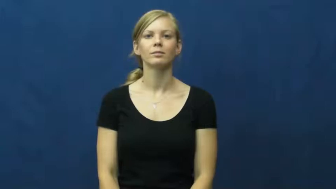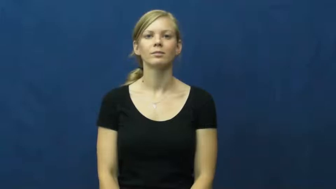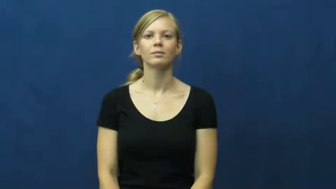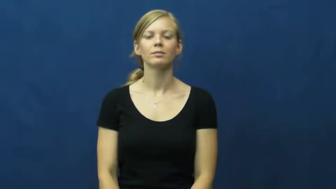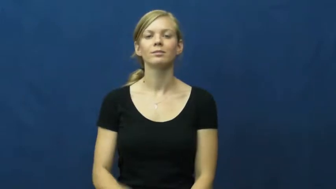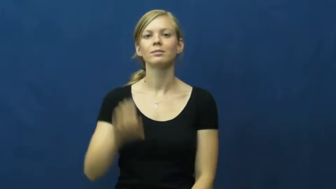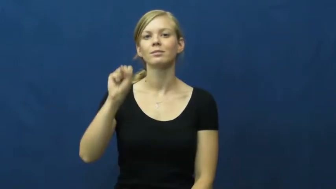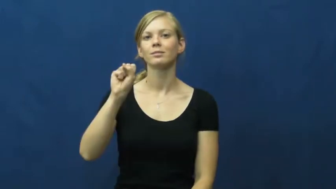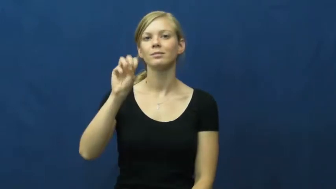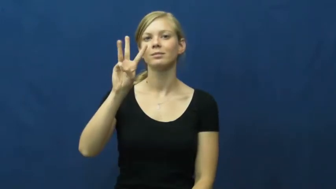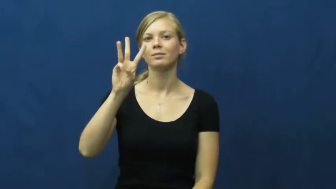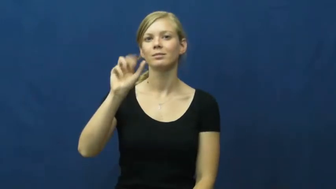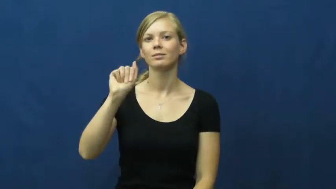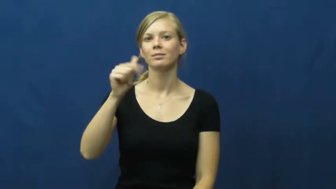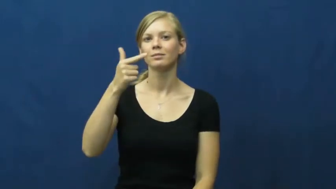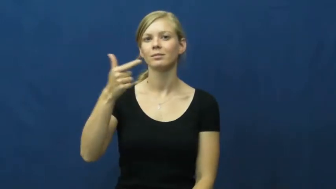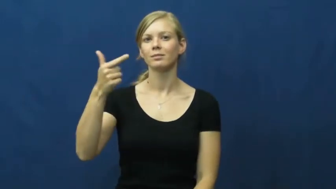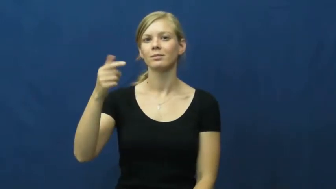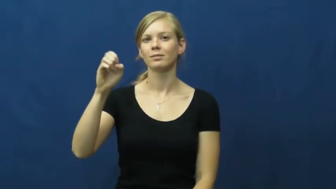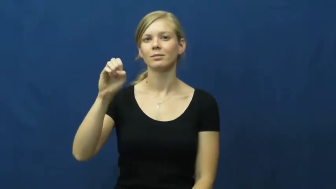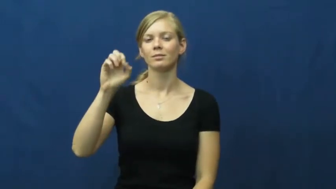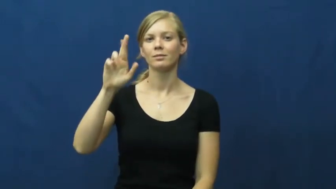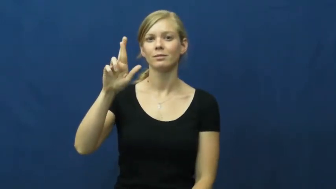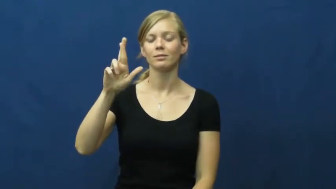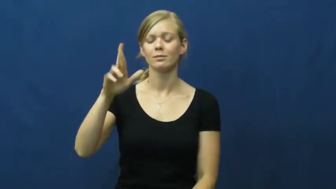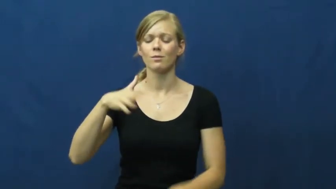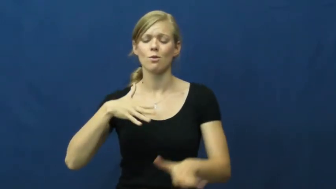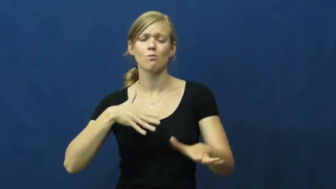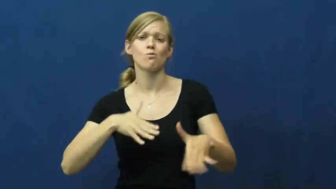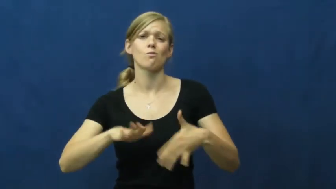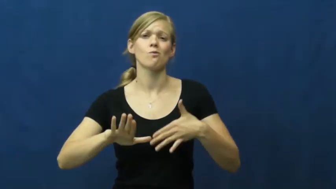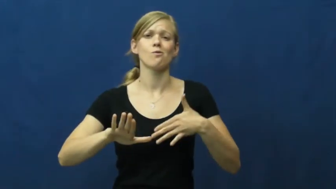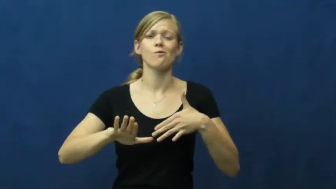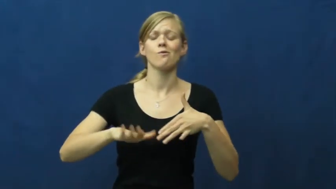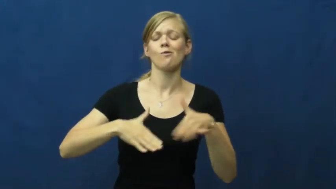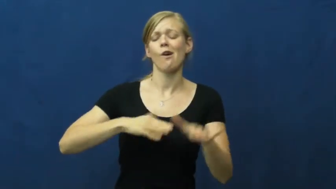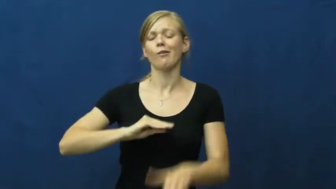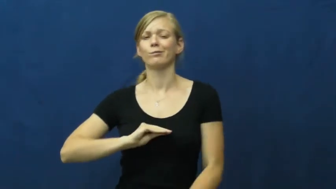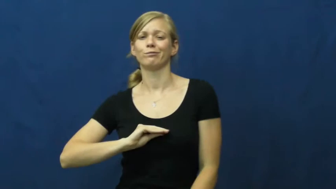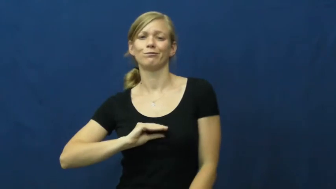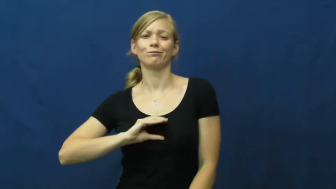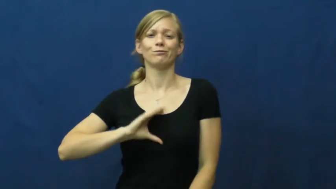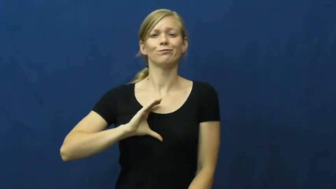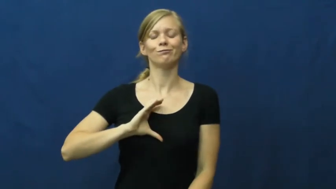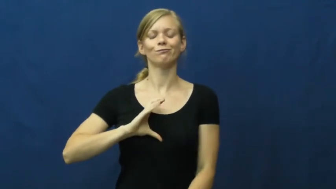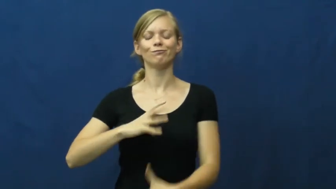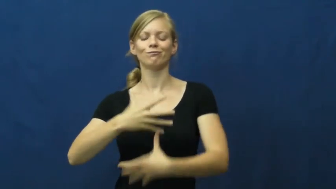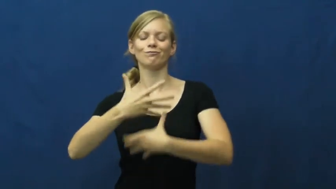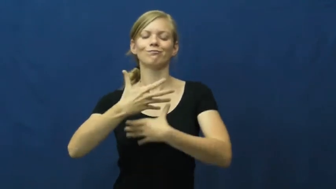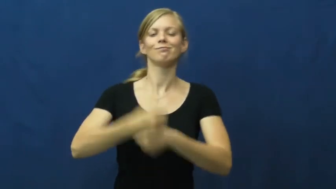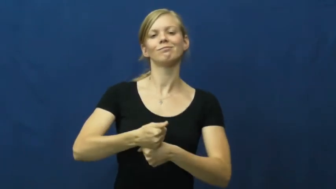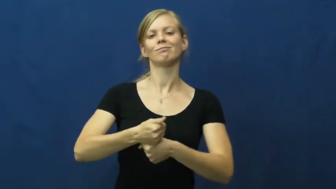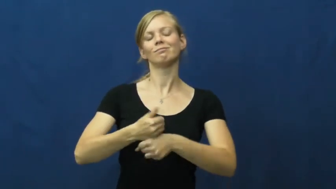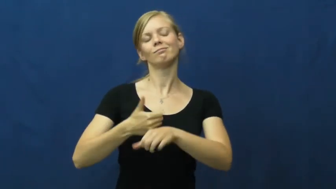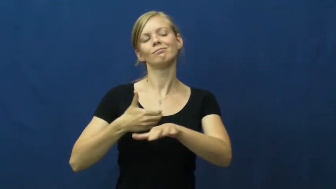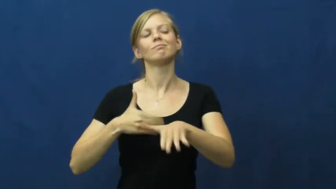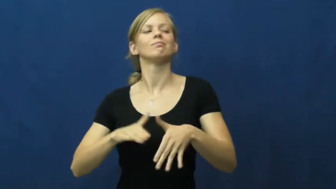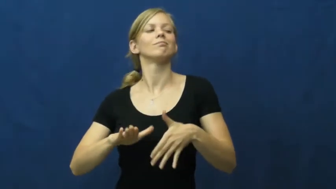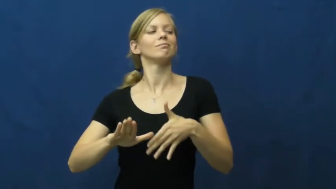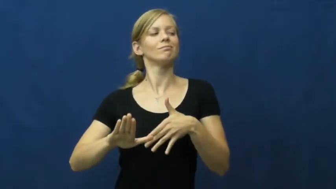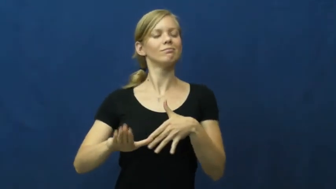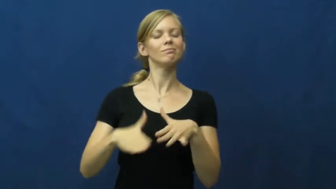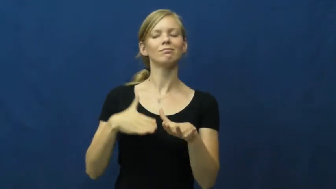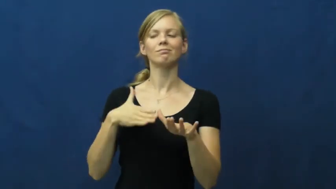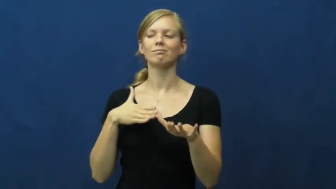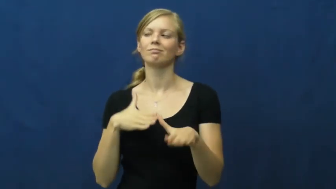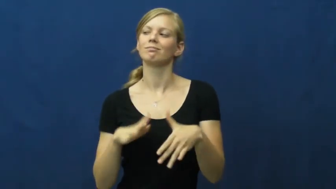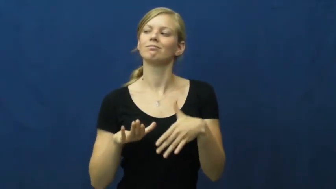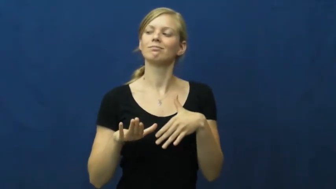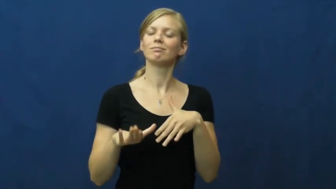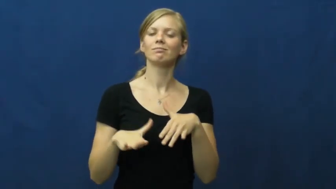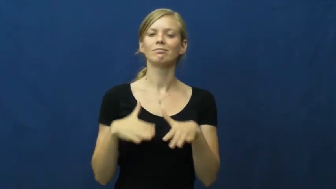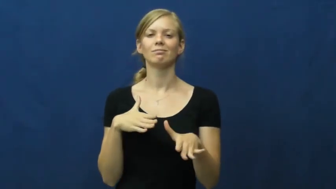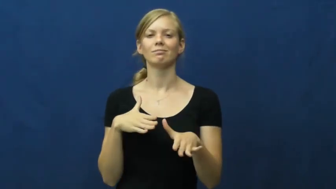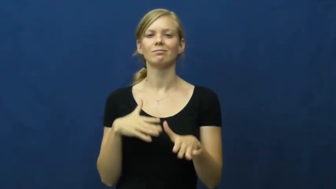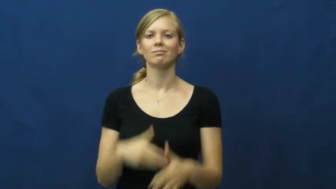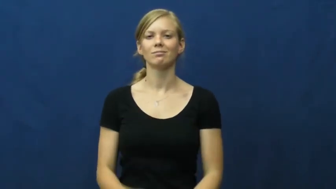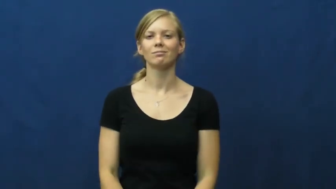swagger